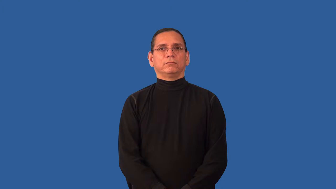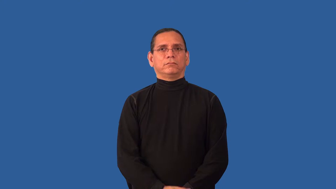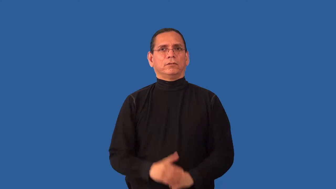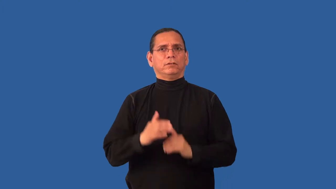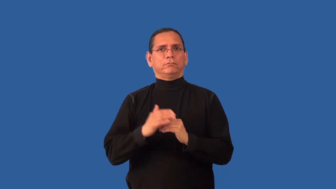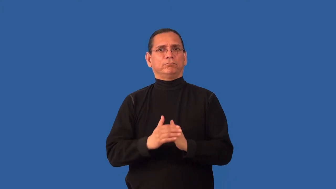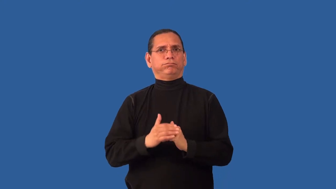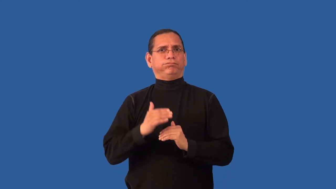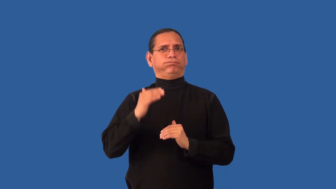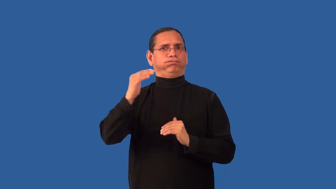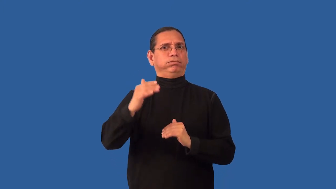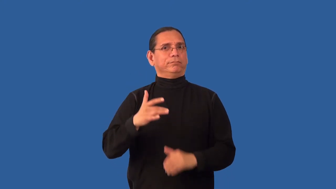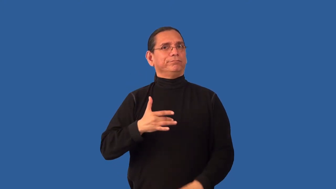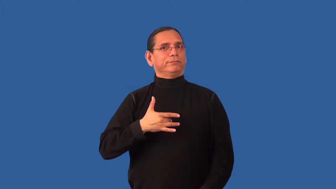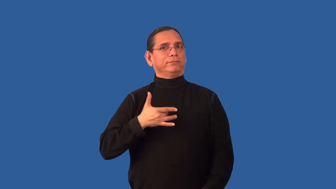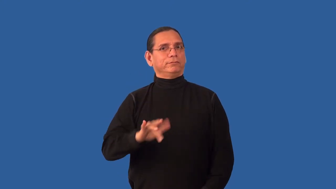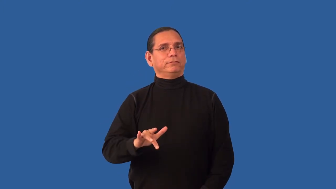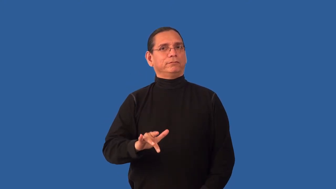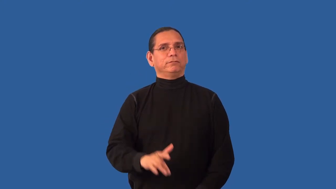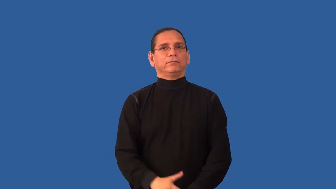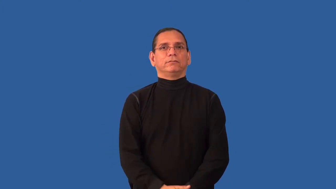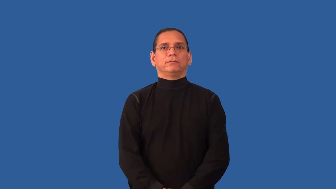oversensitive